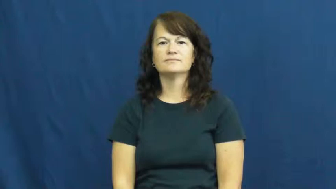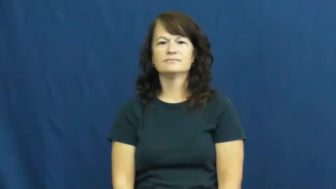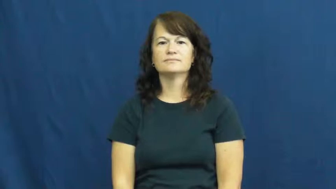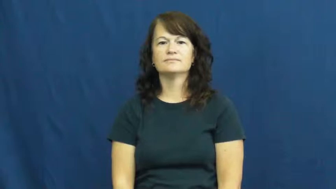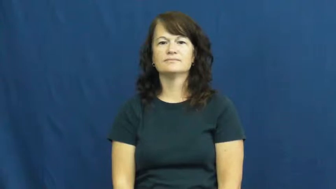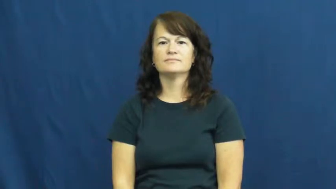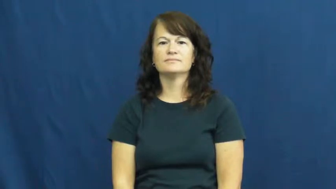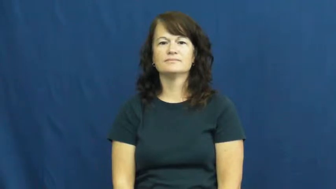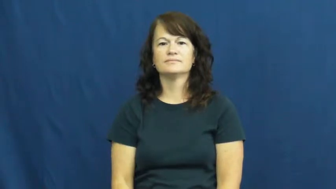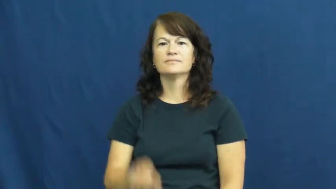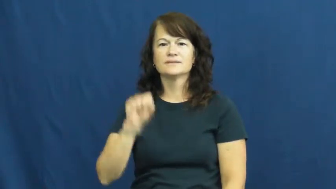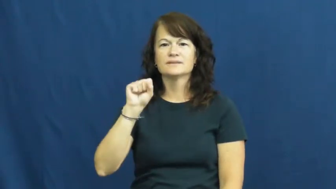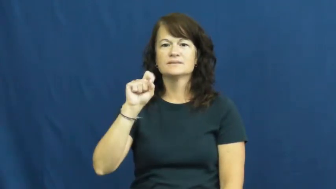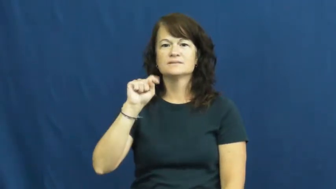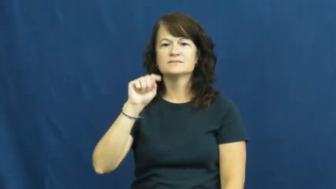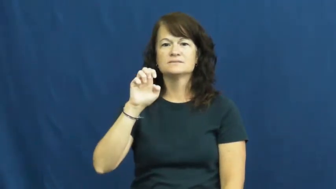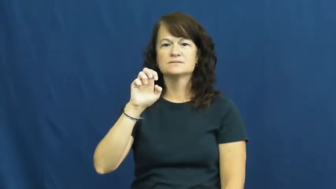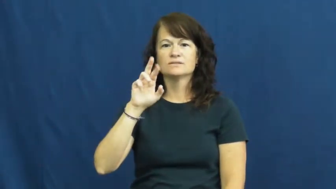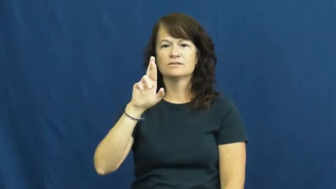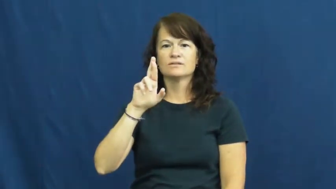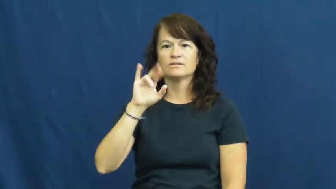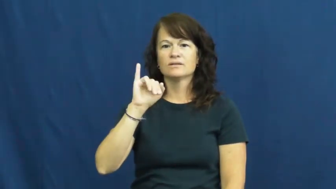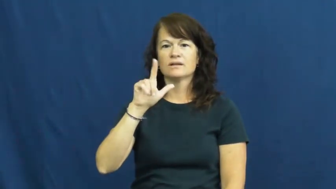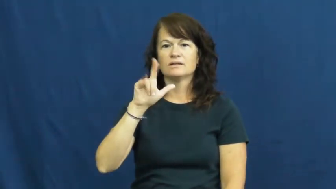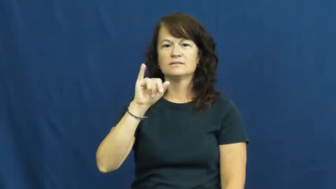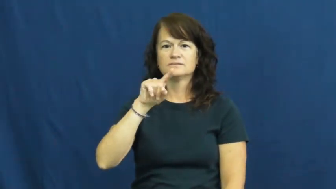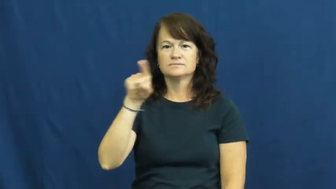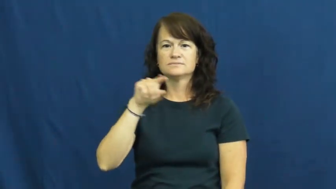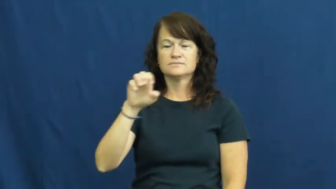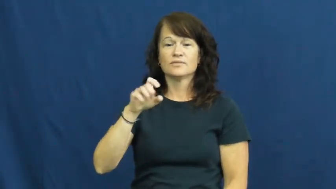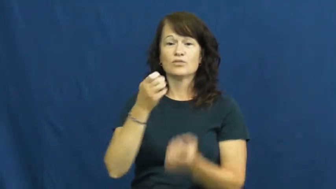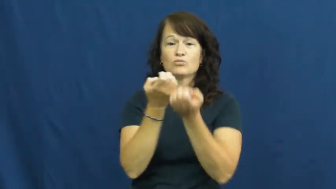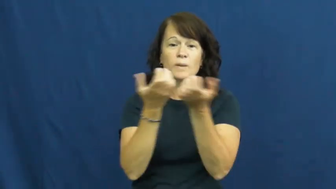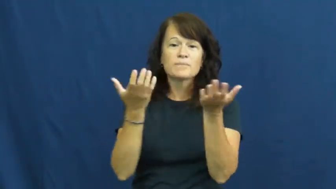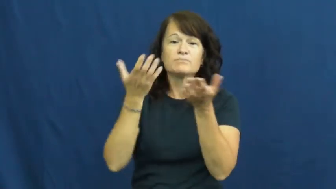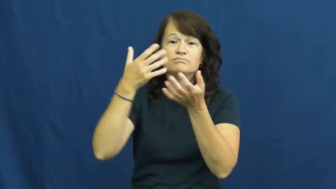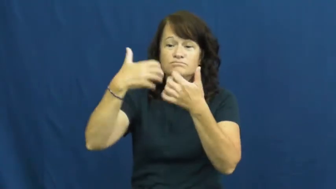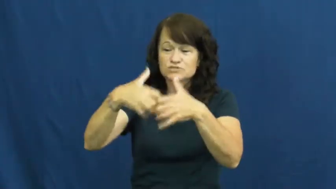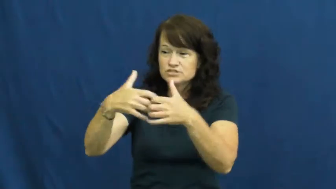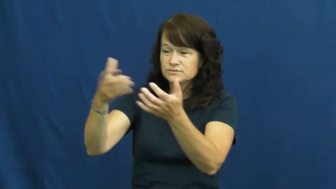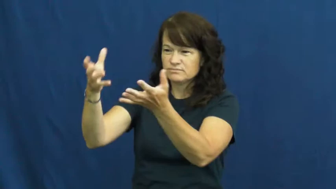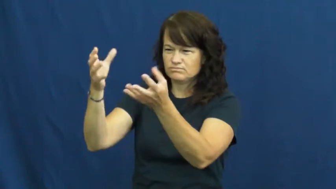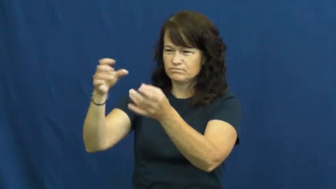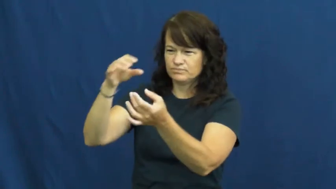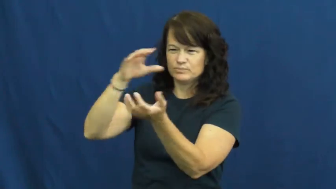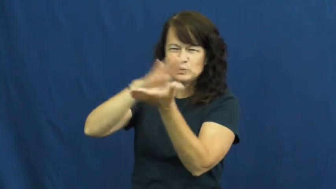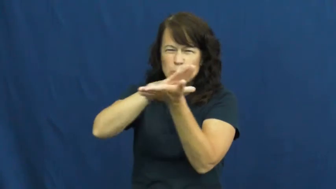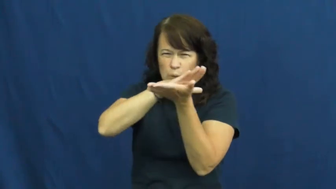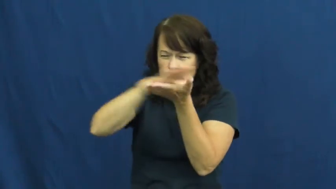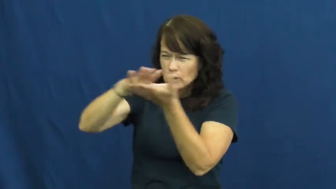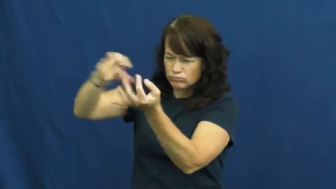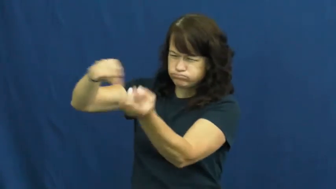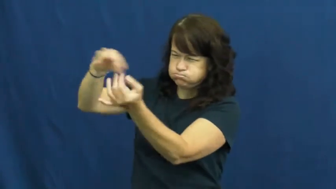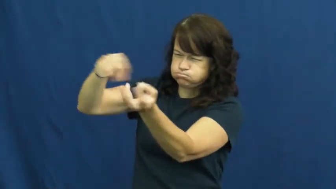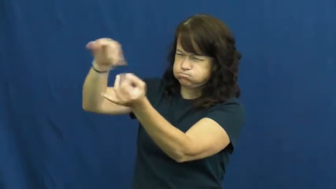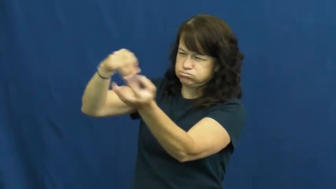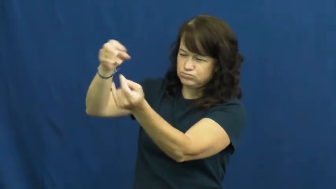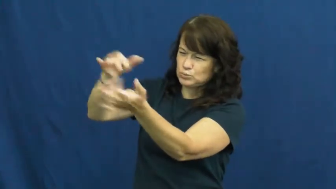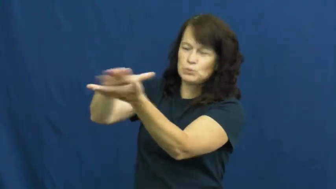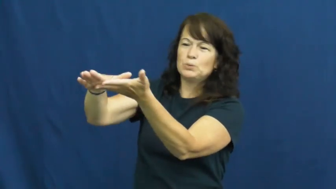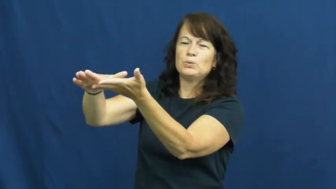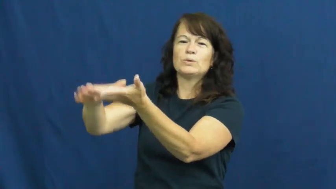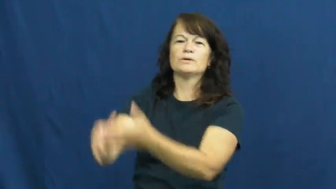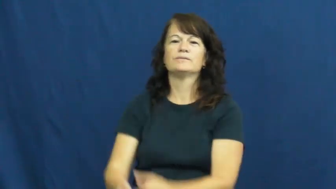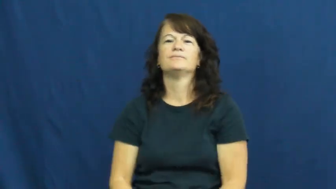sterilize